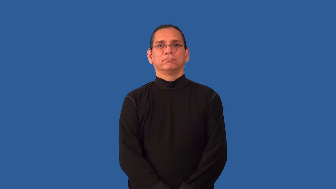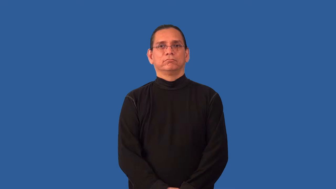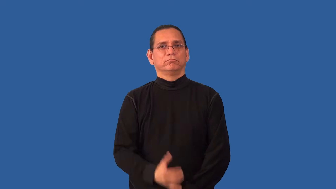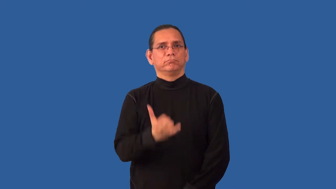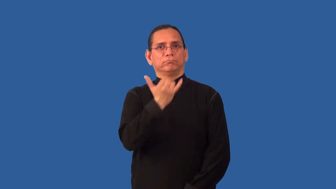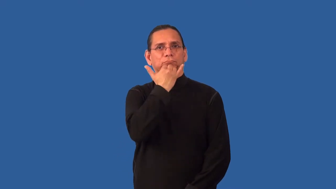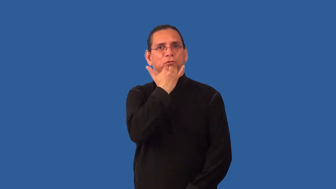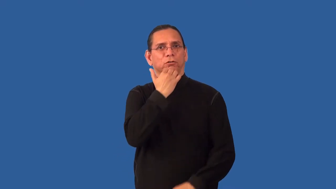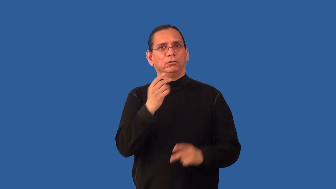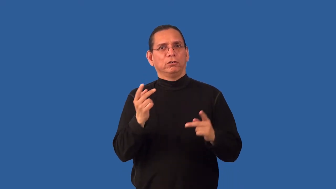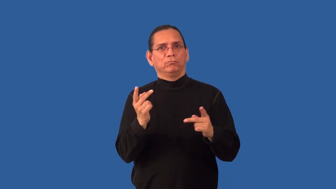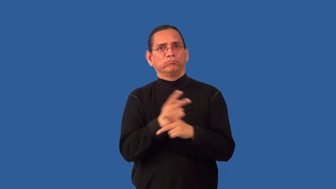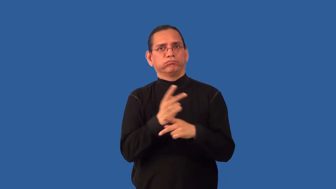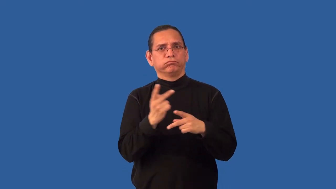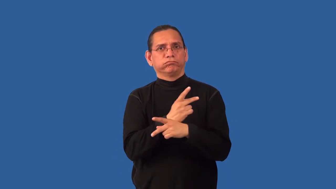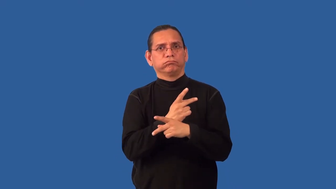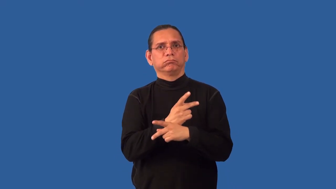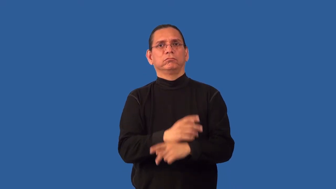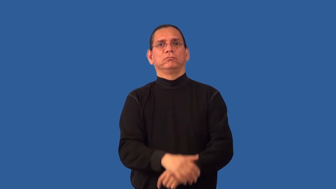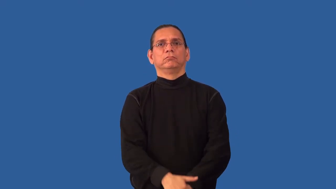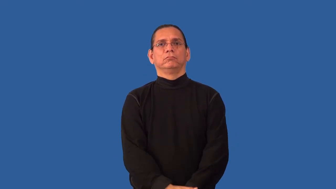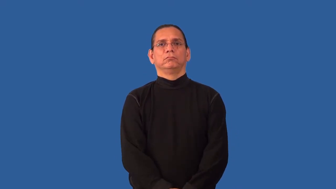miscalculate,misestimate